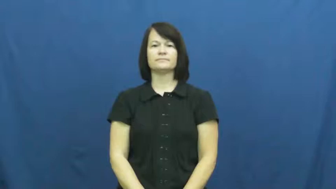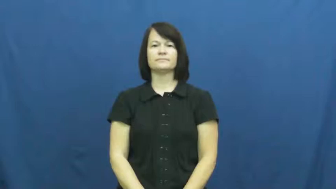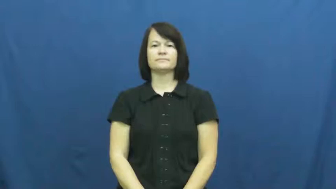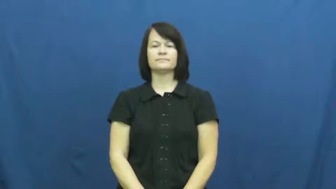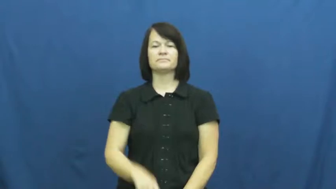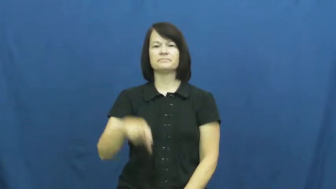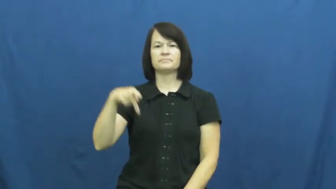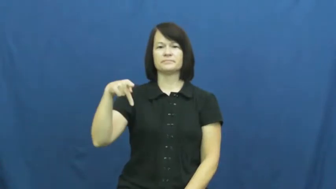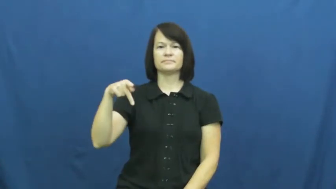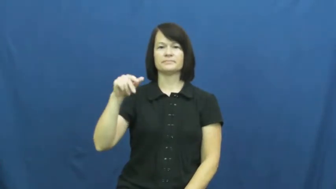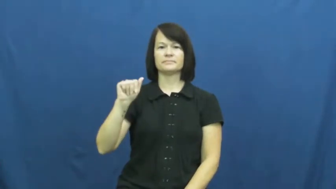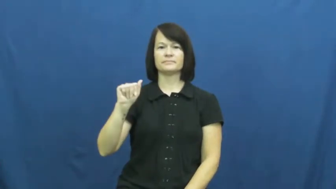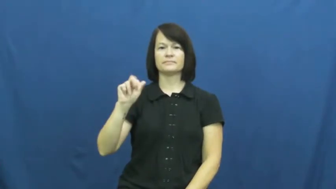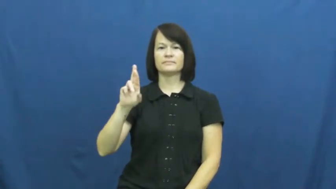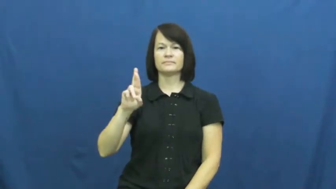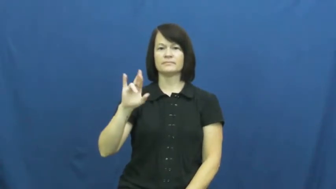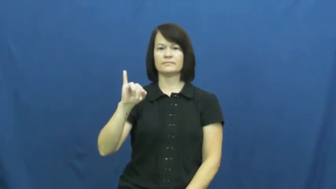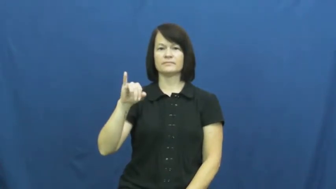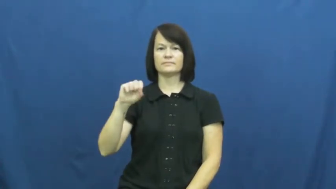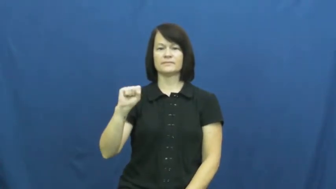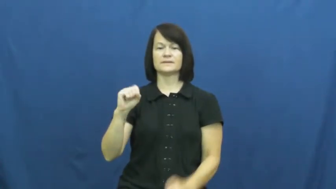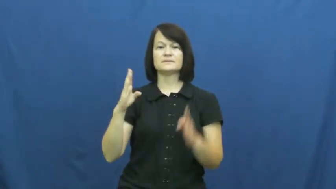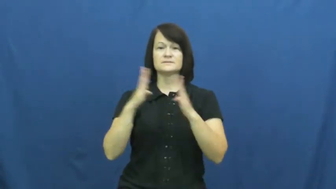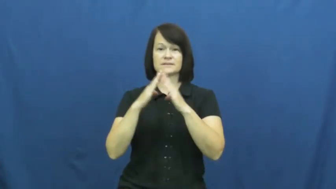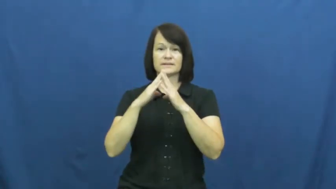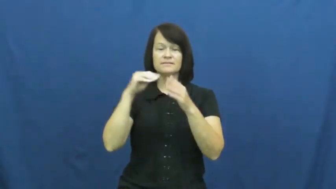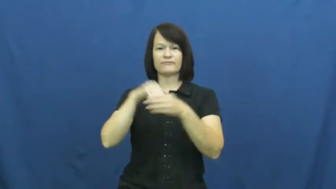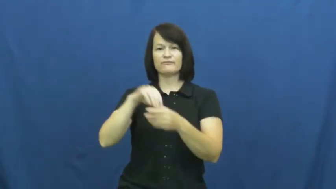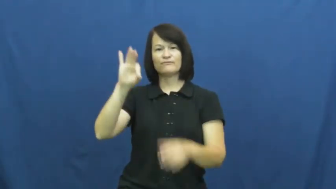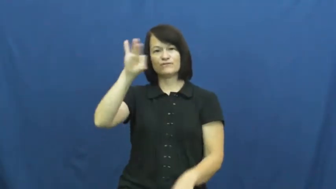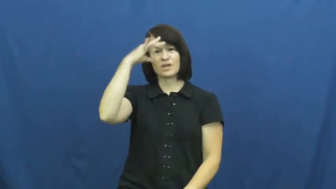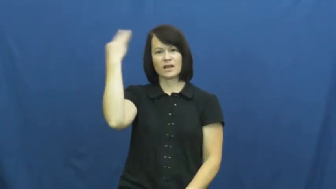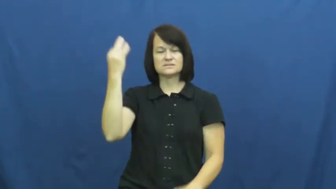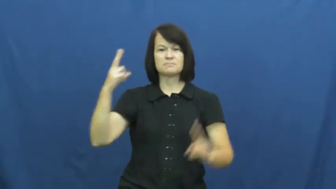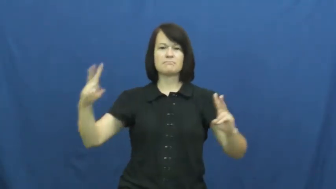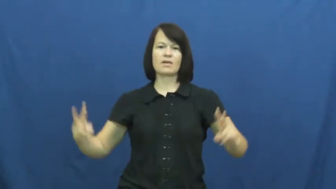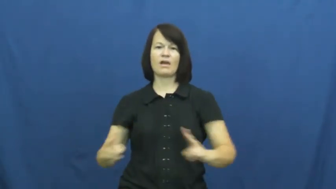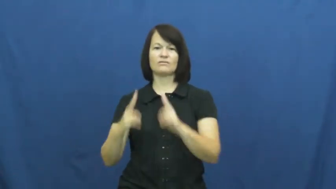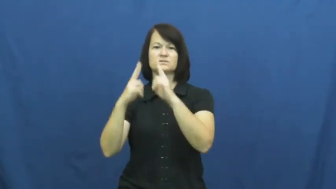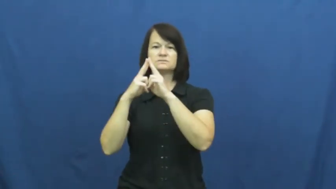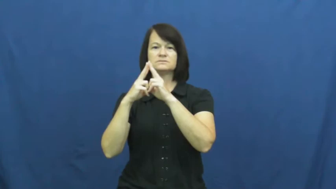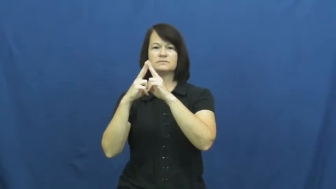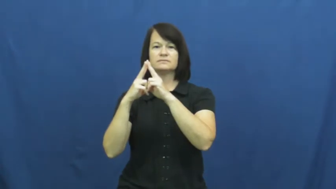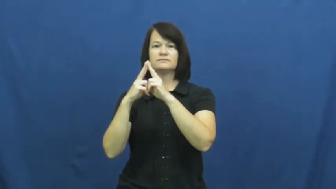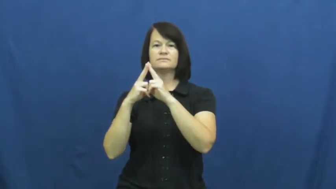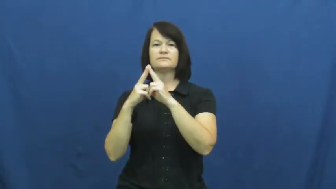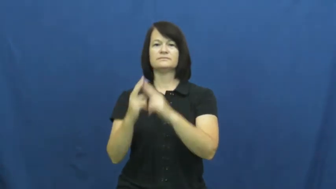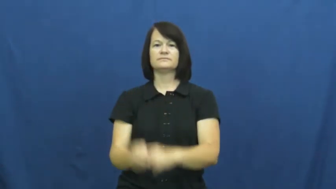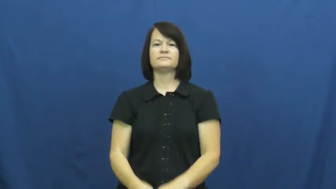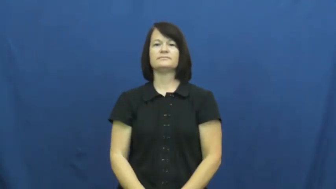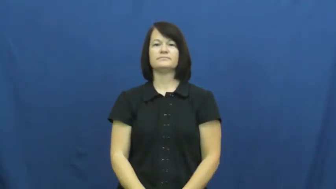Paris